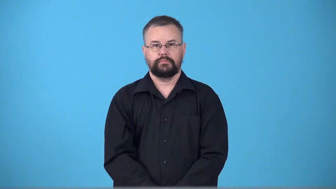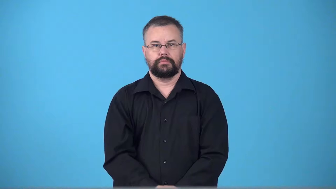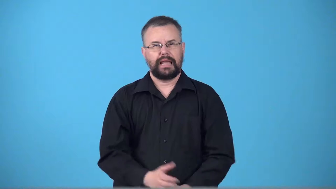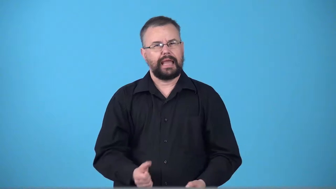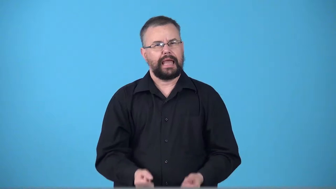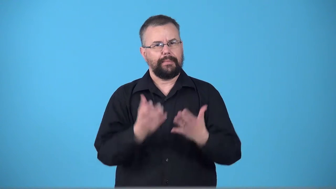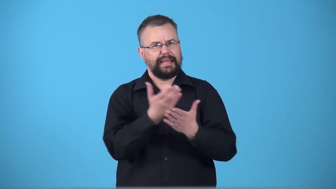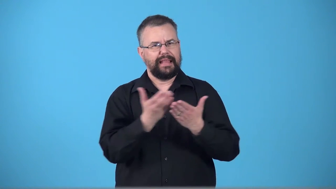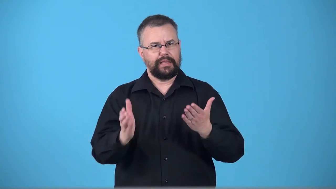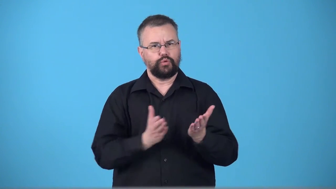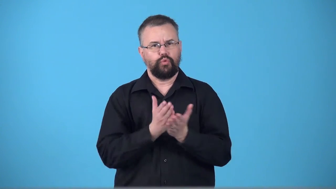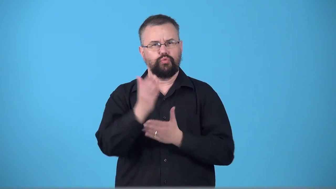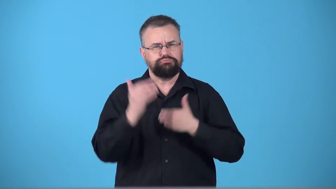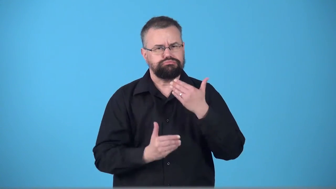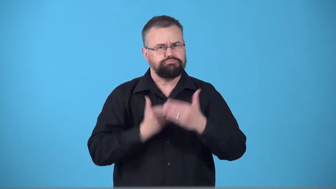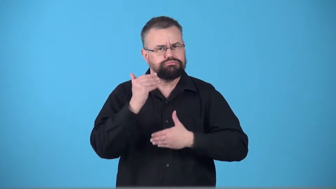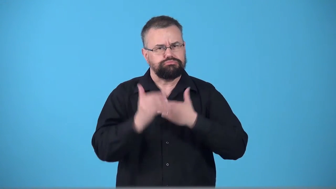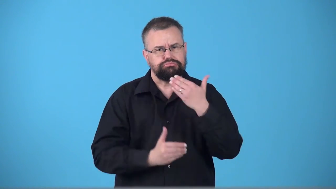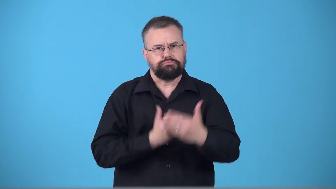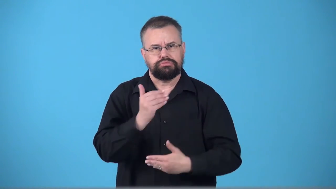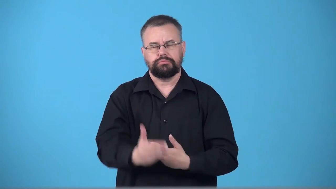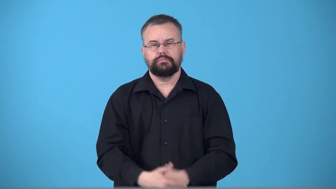throughput